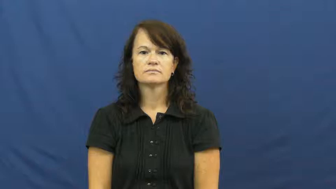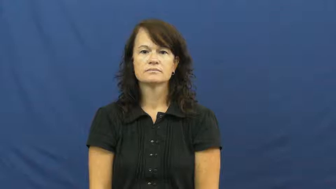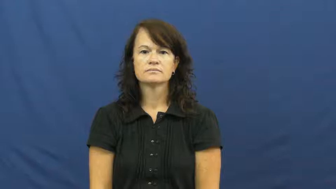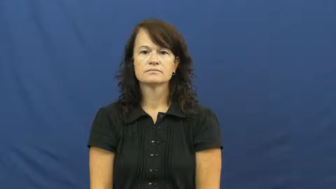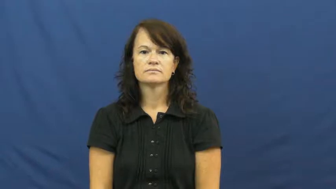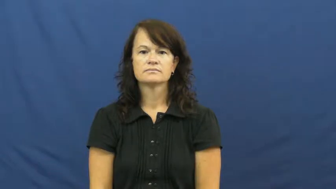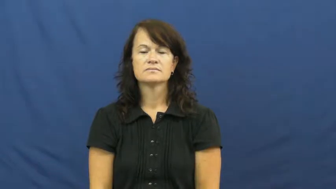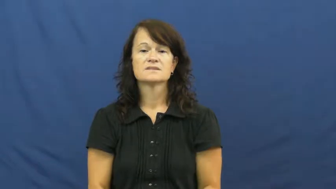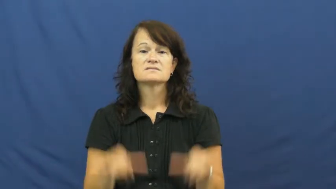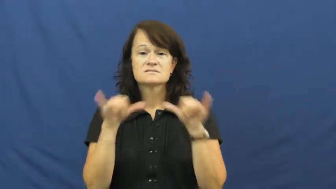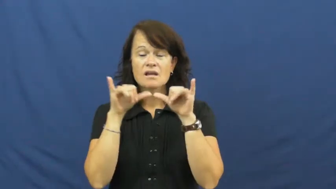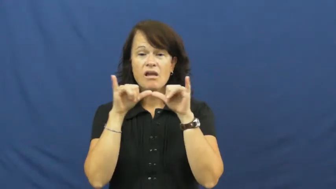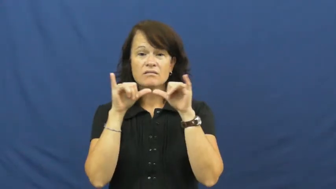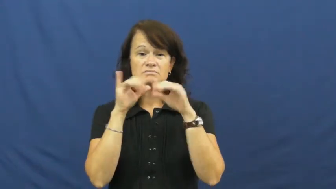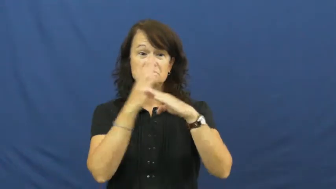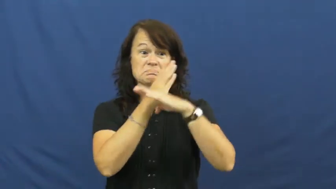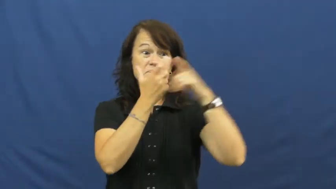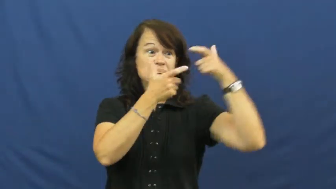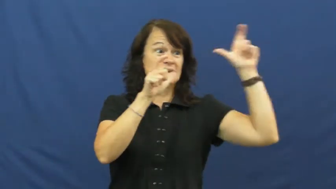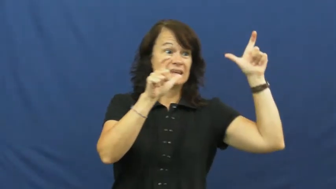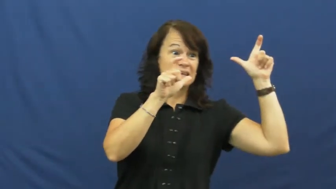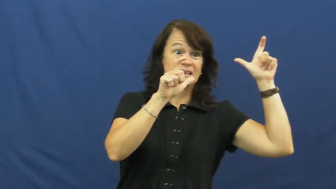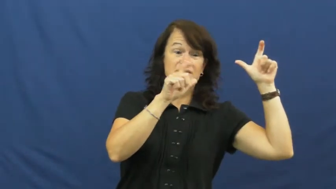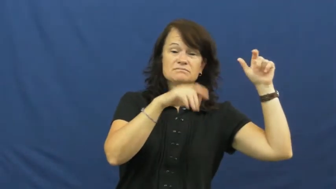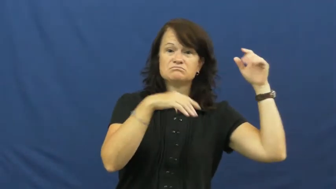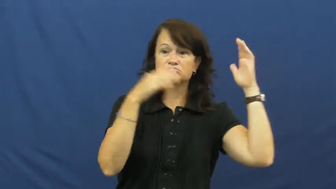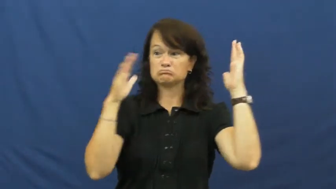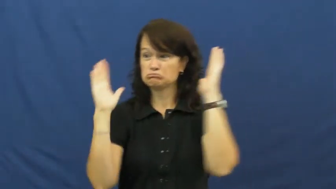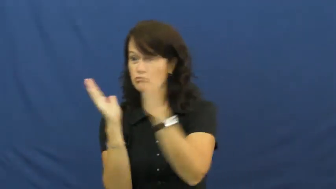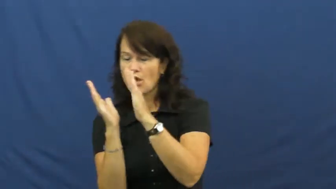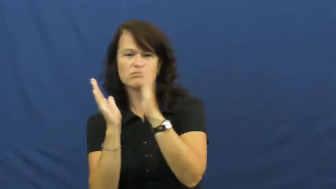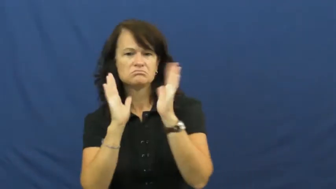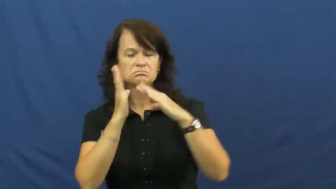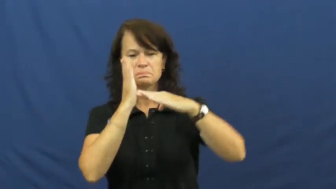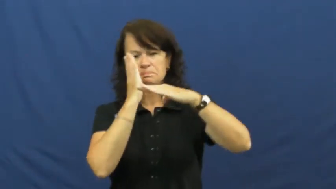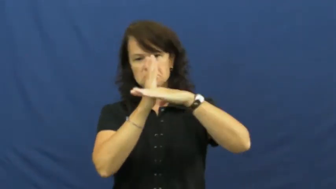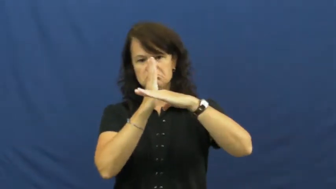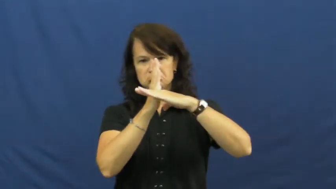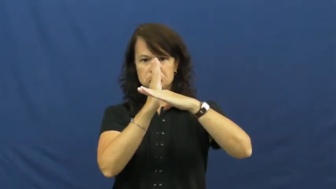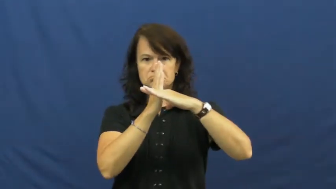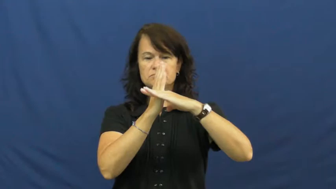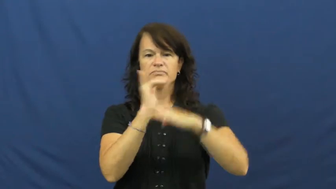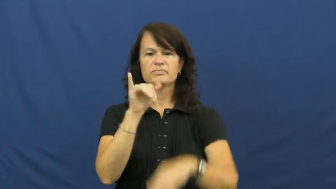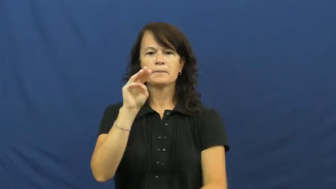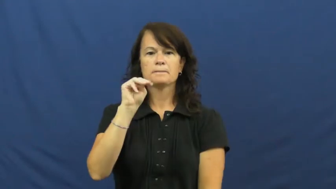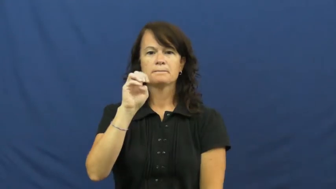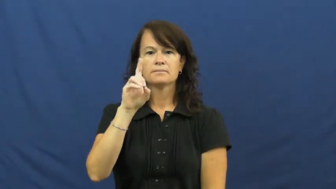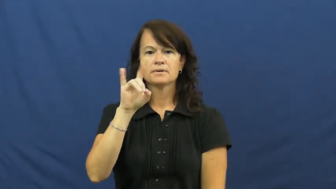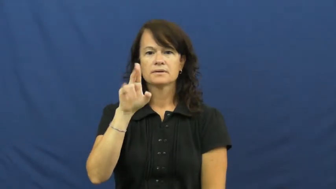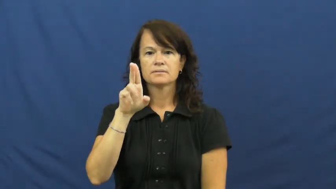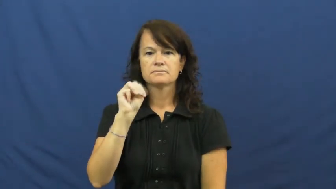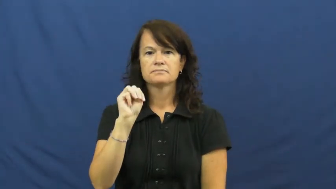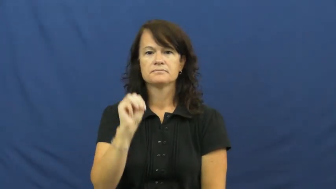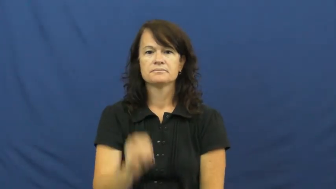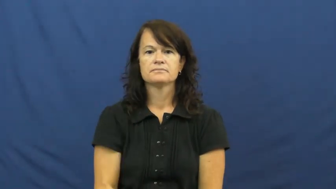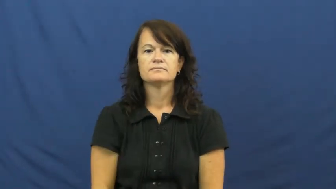medium-size